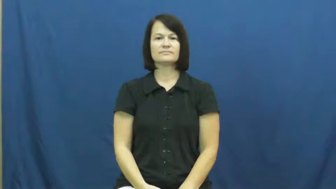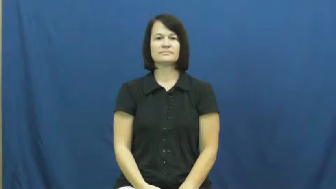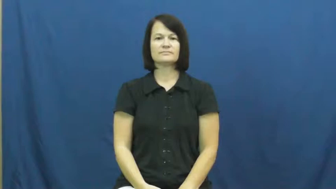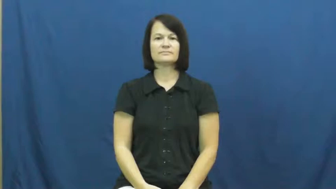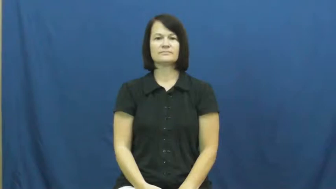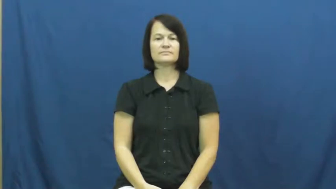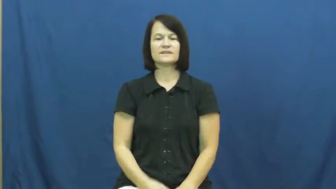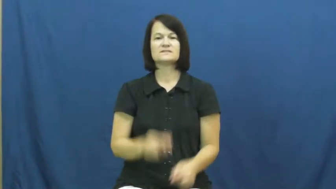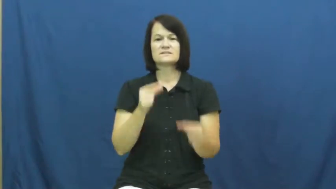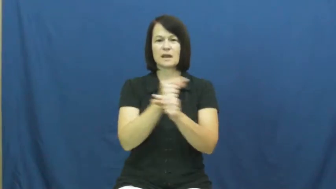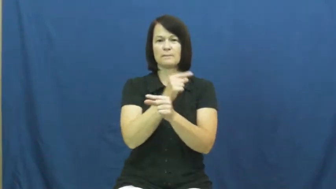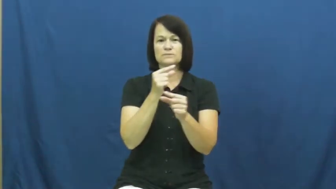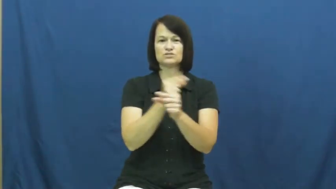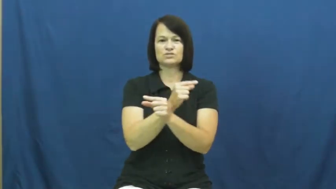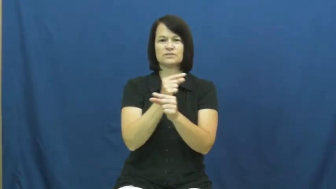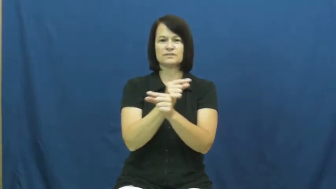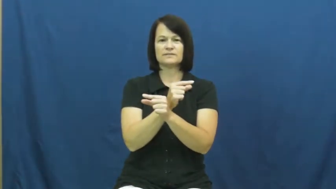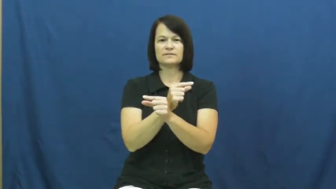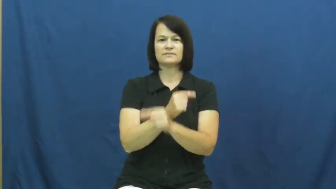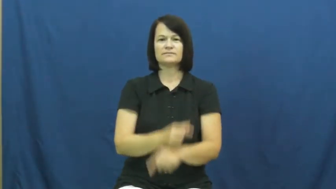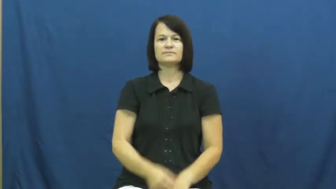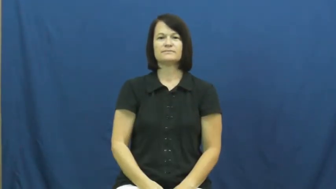geometry